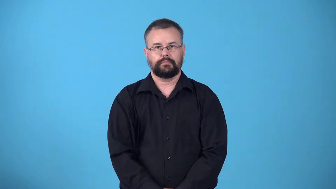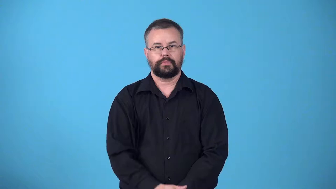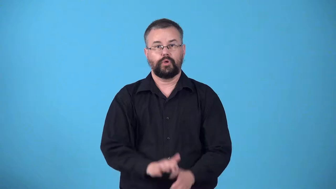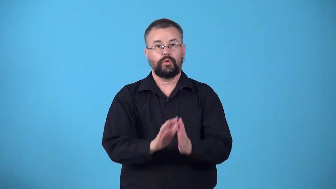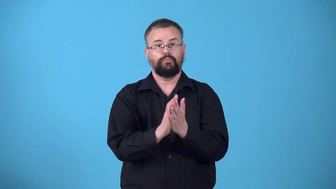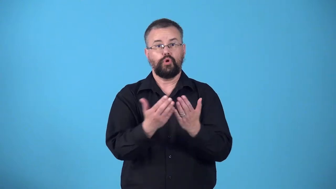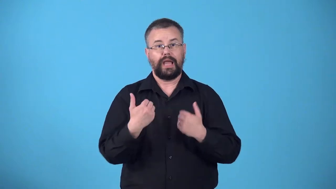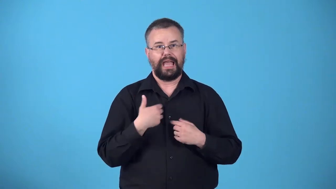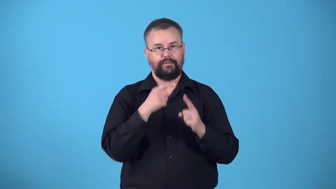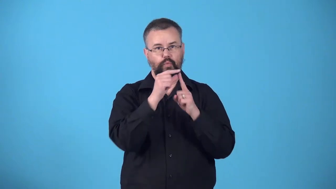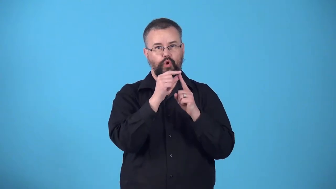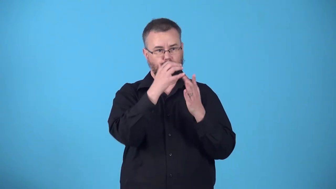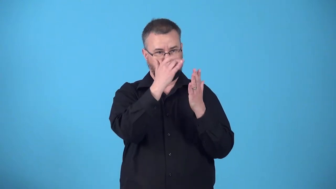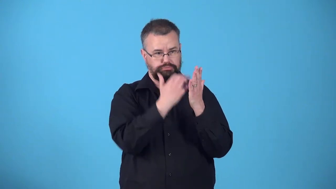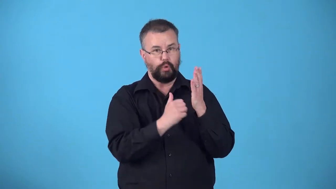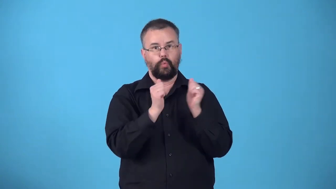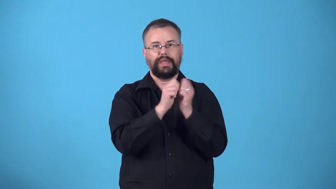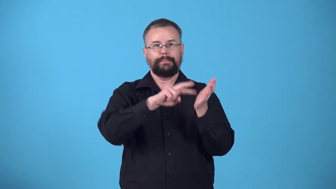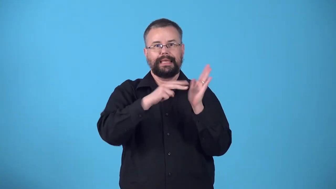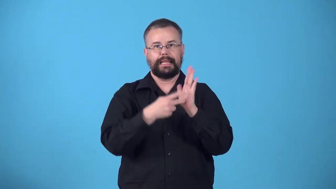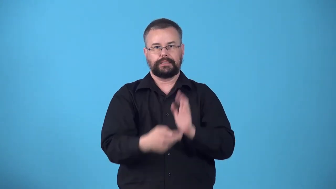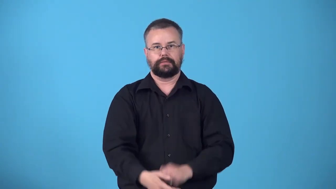wordbook